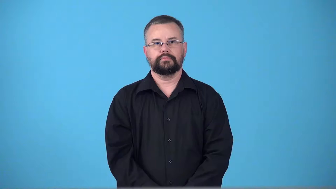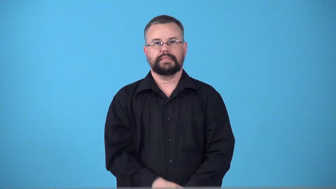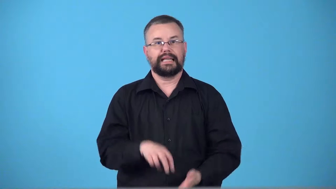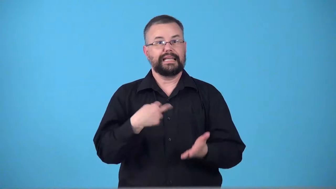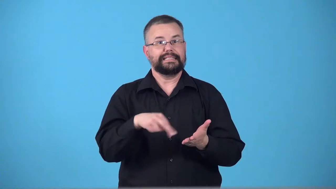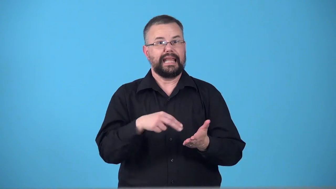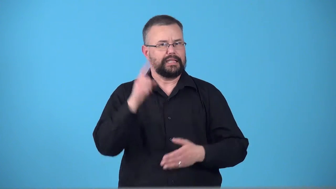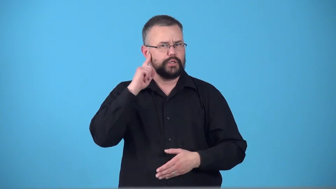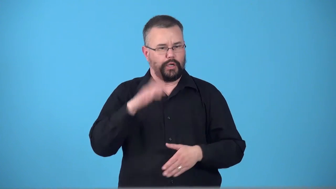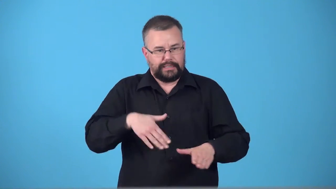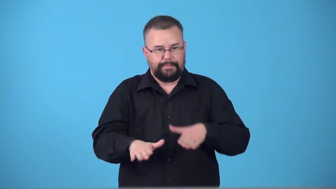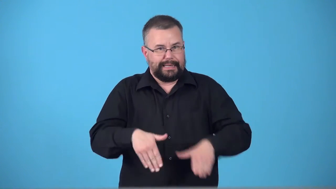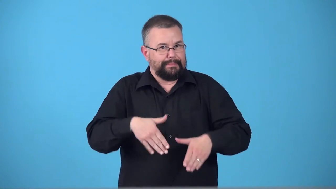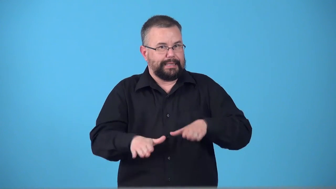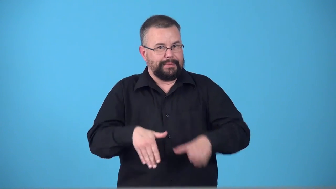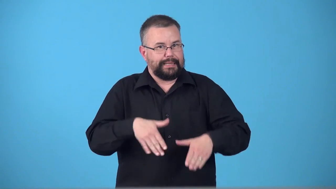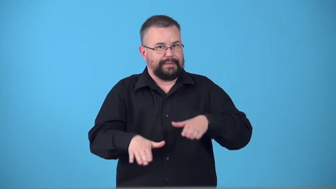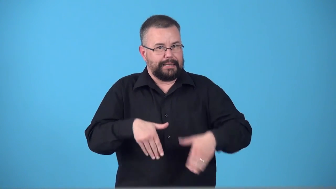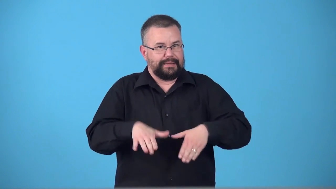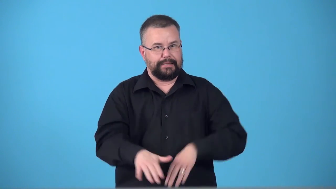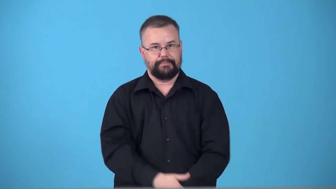tap,tapper-dance